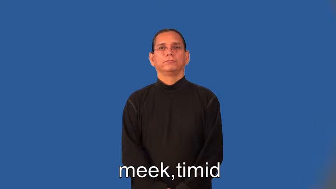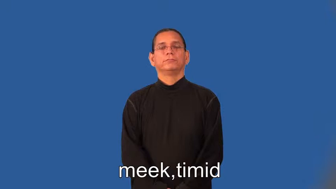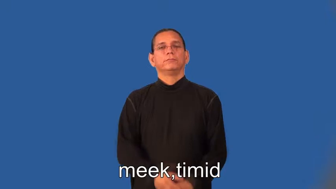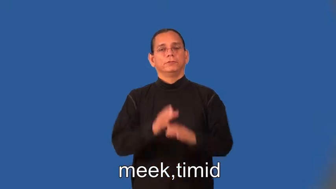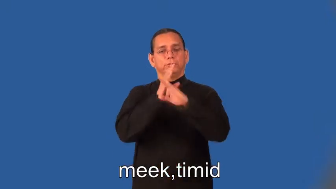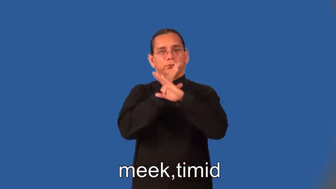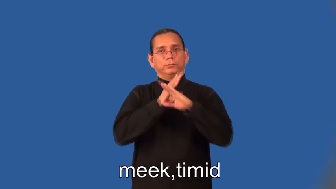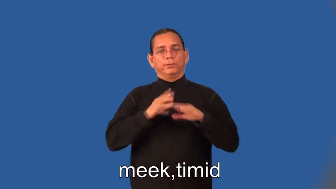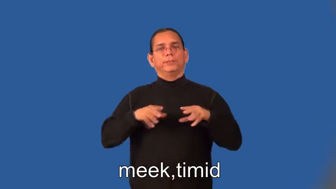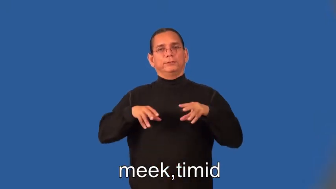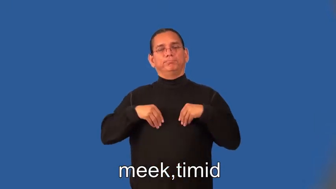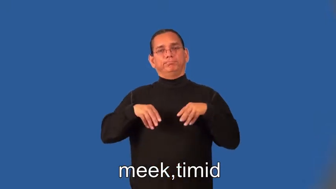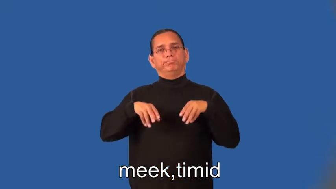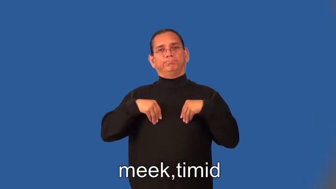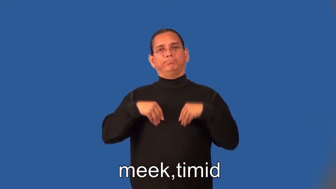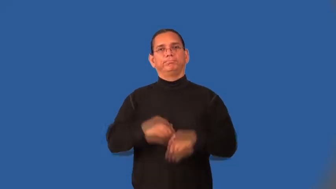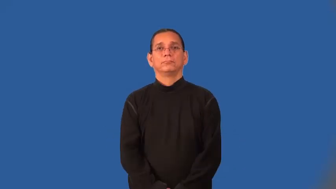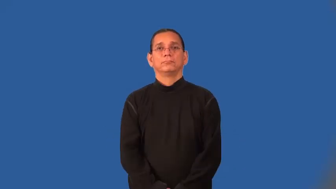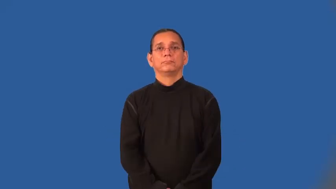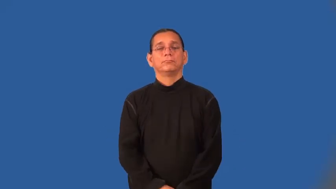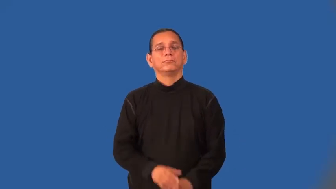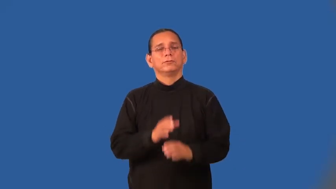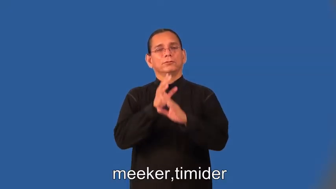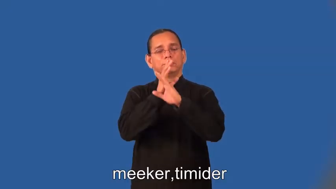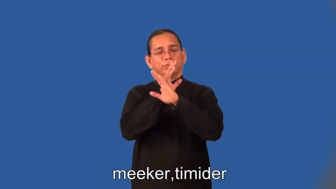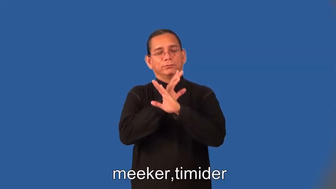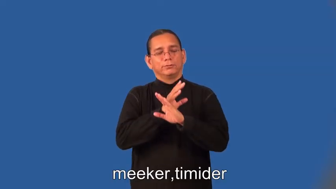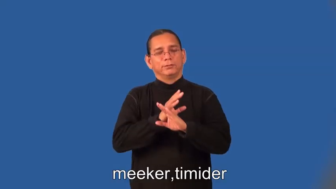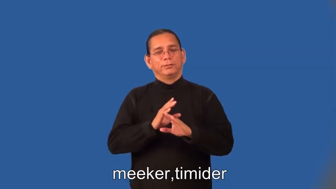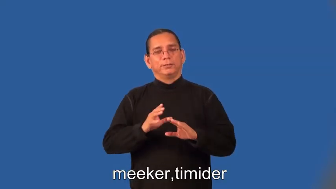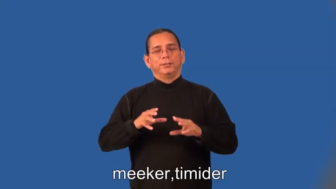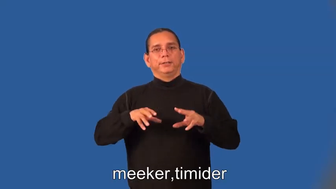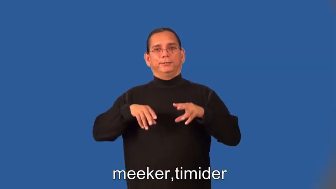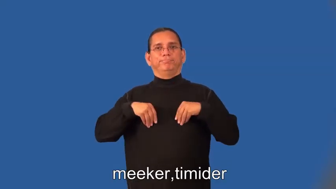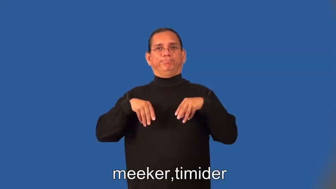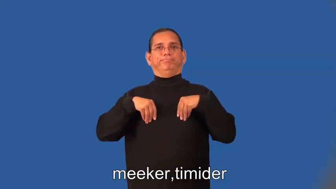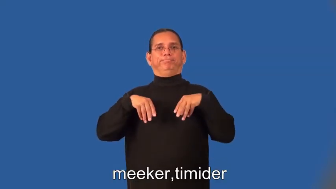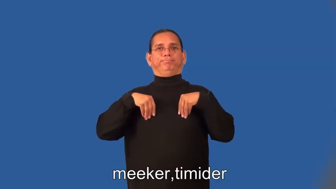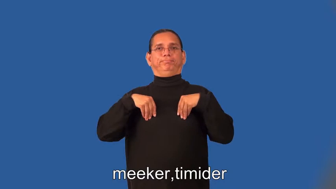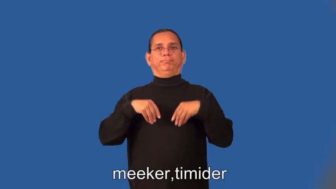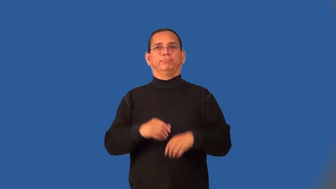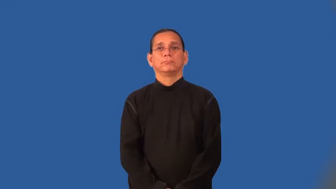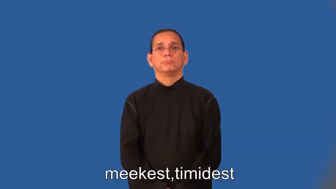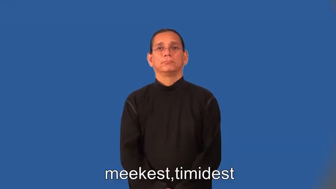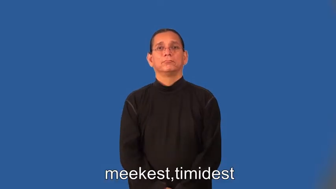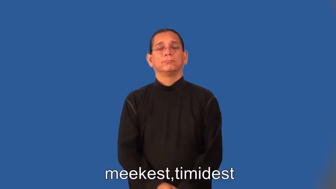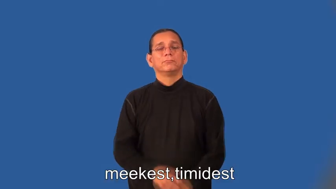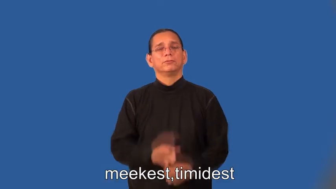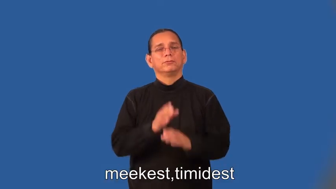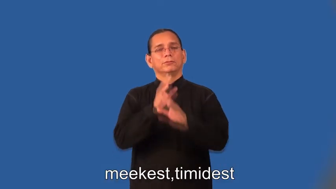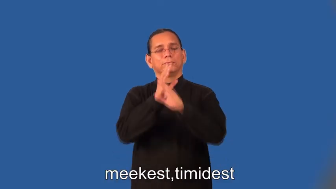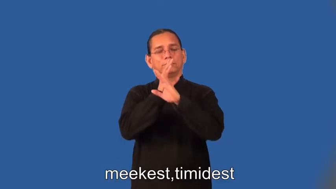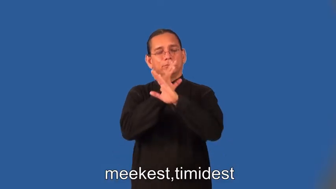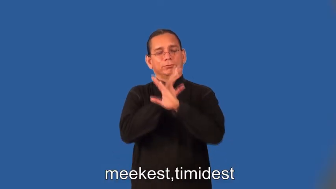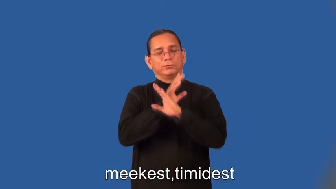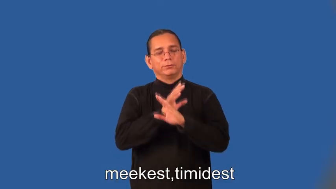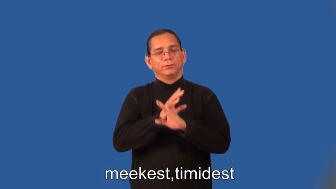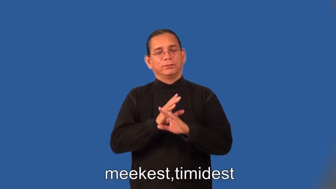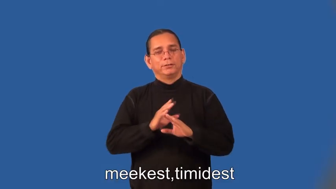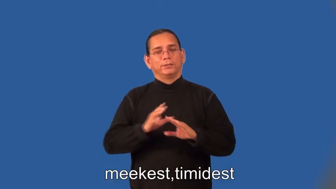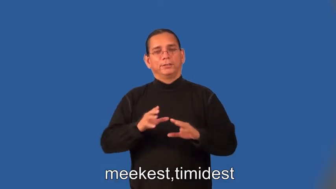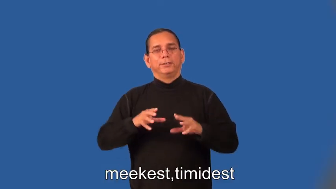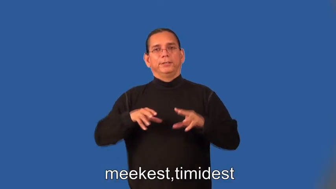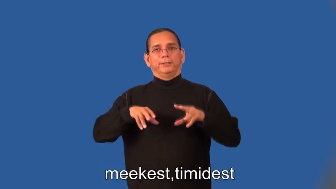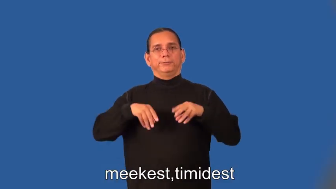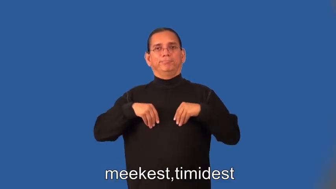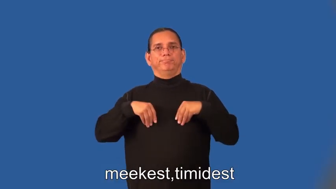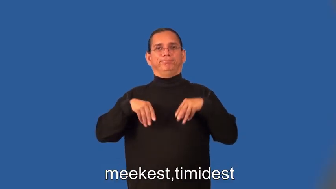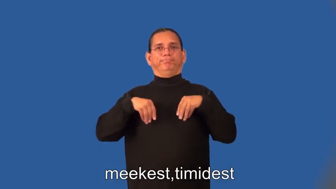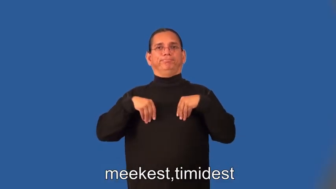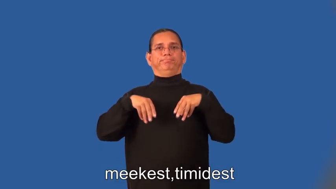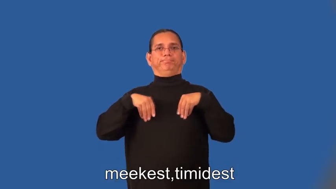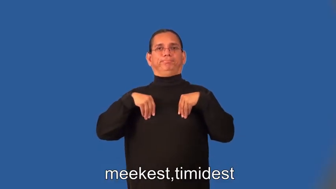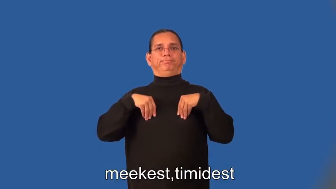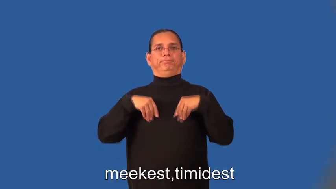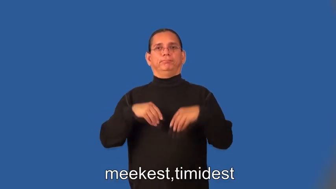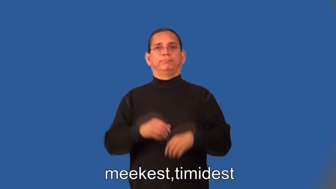meeker,timider,meekest,timidest